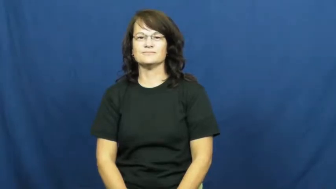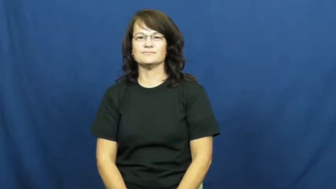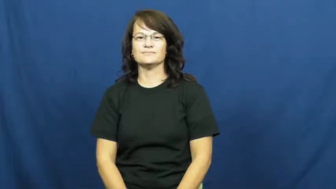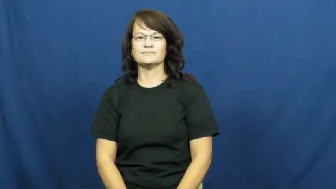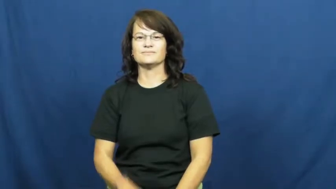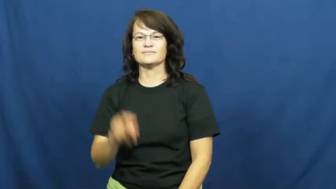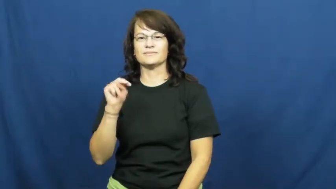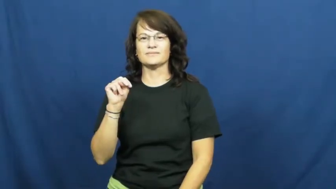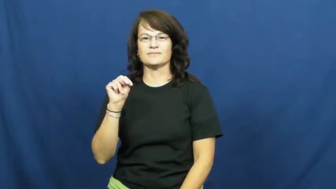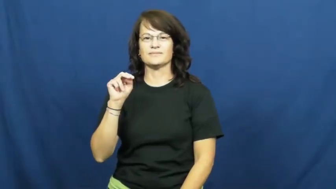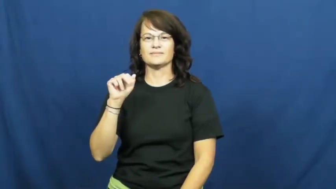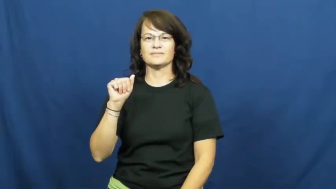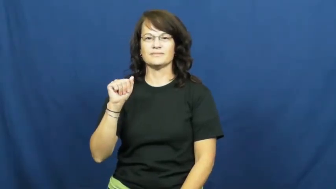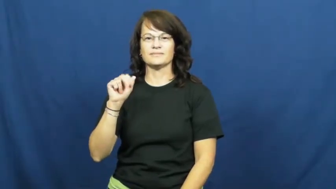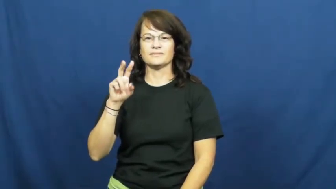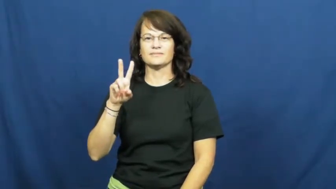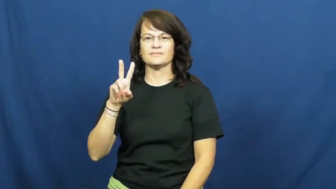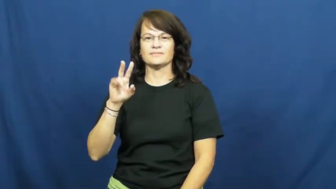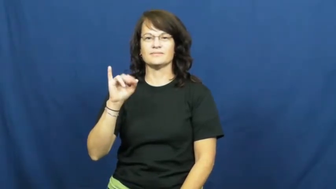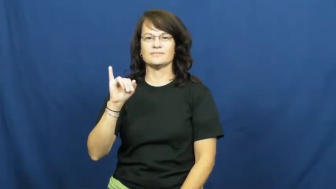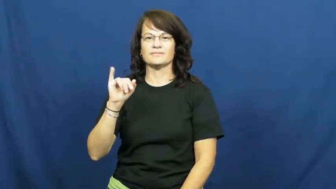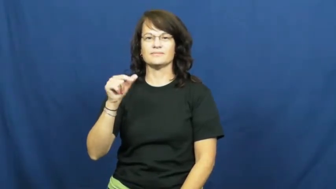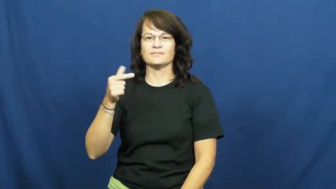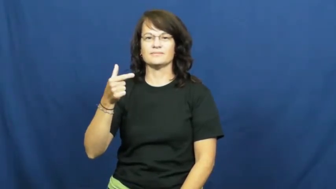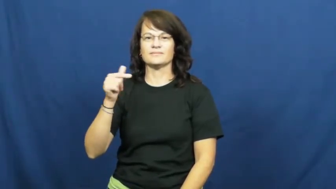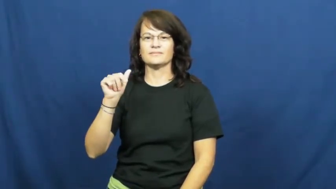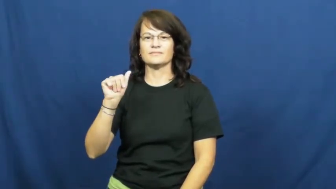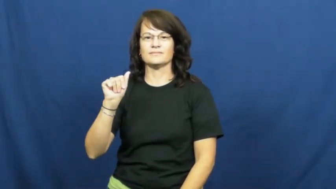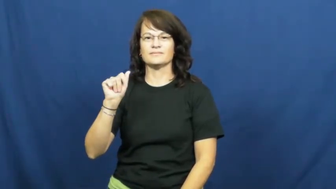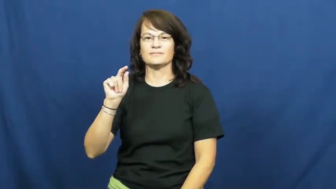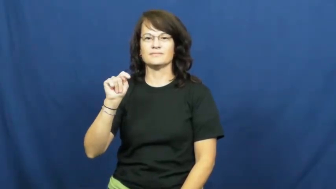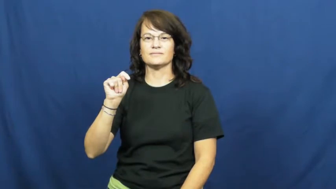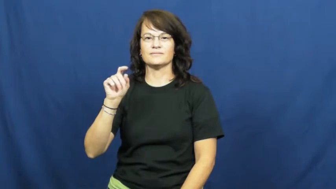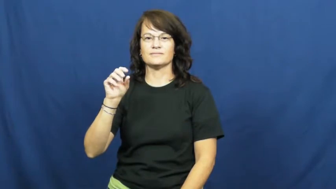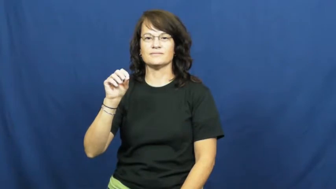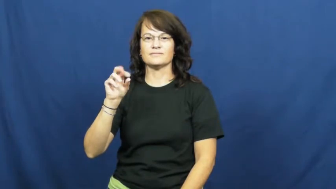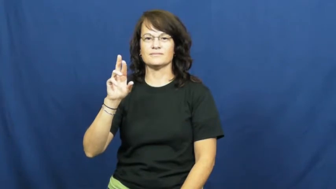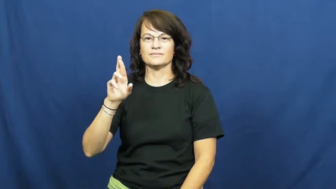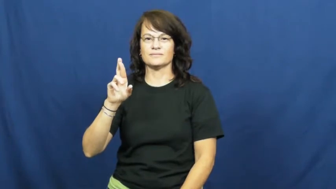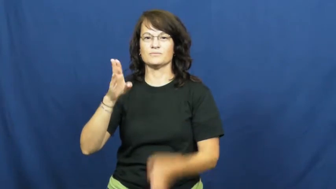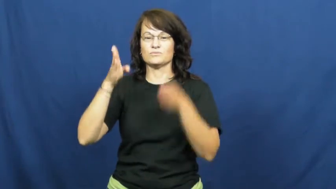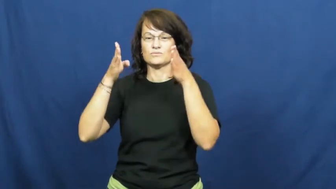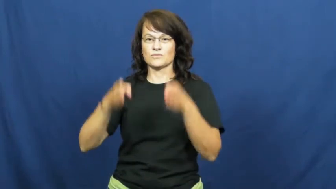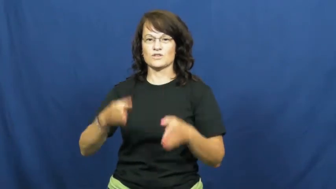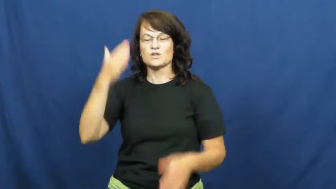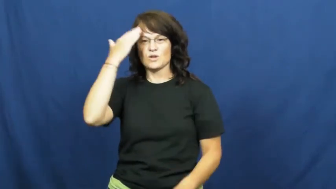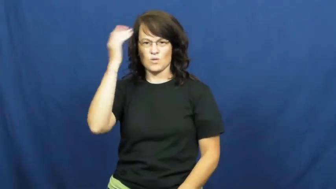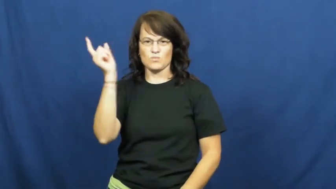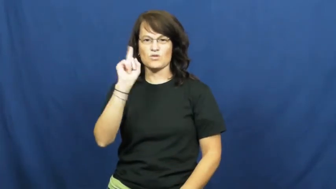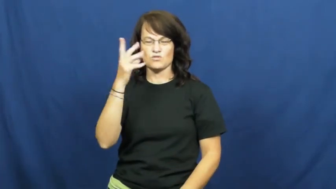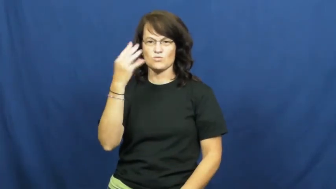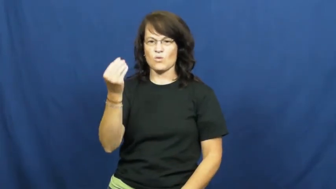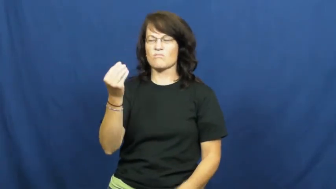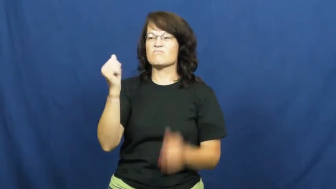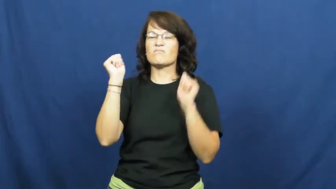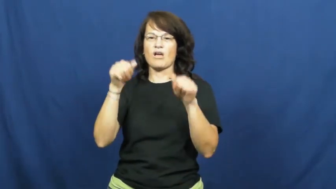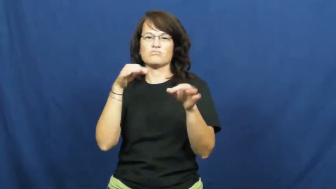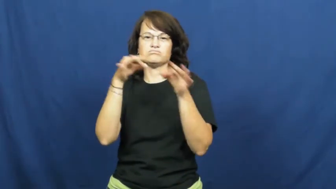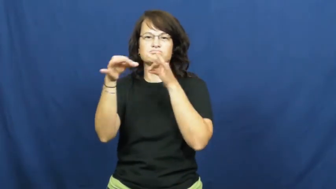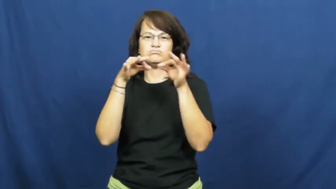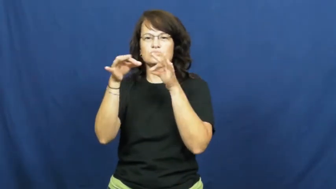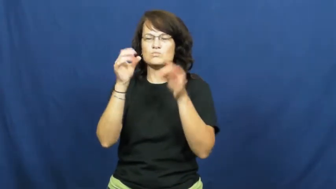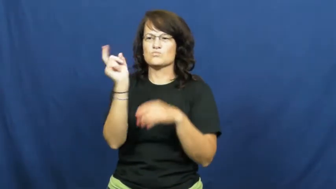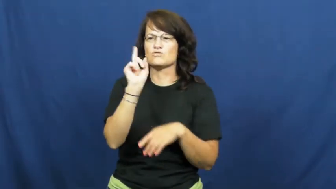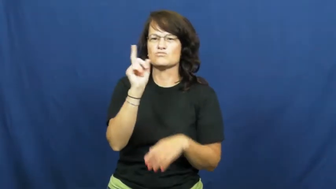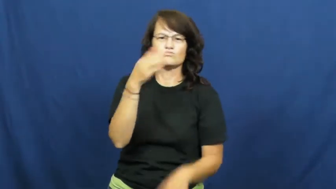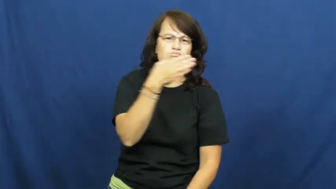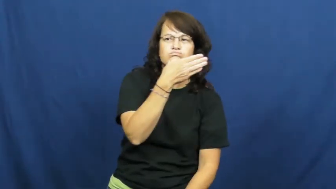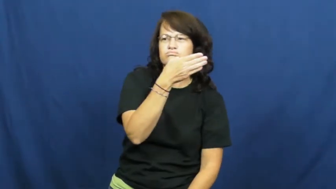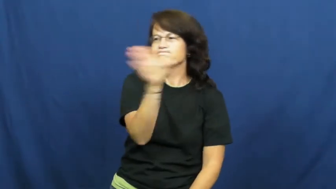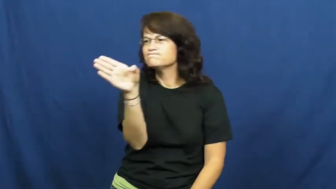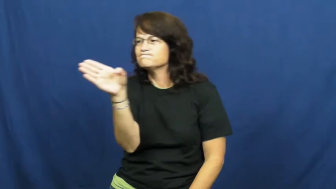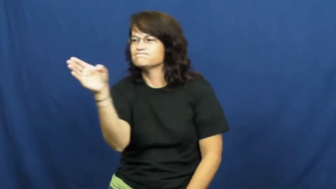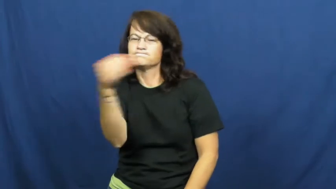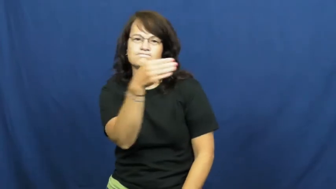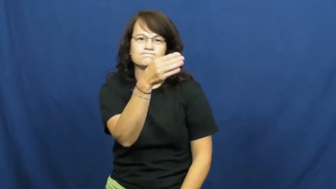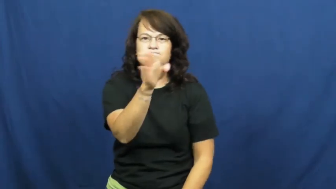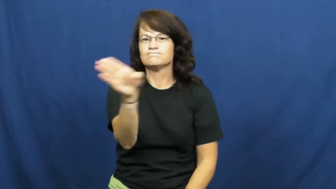navigator